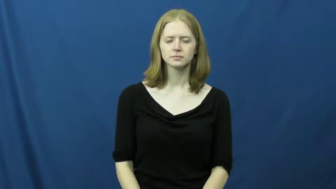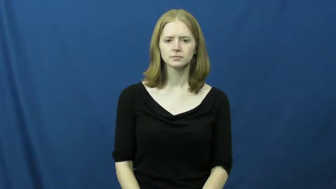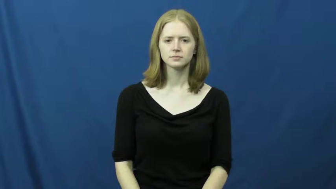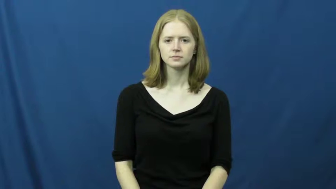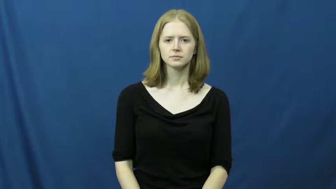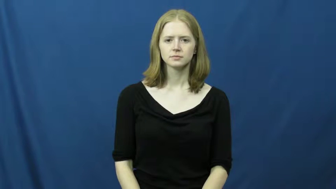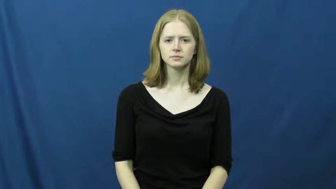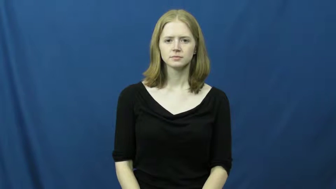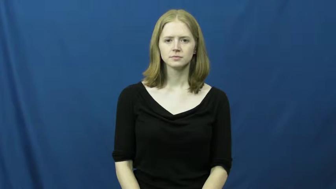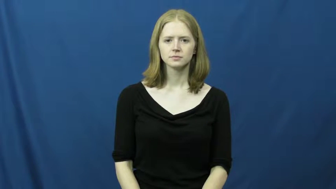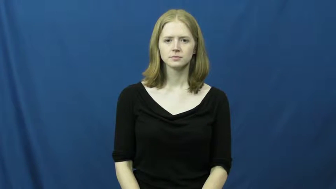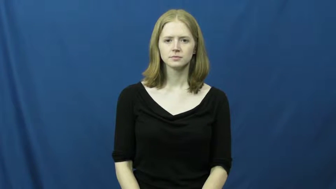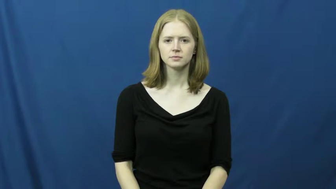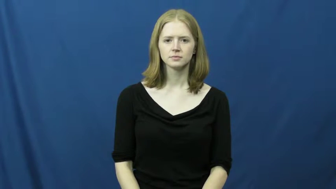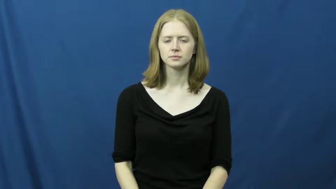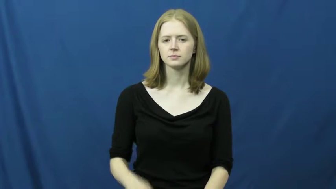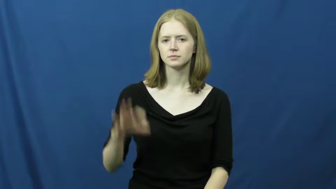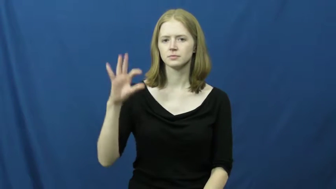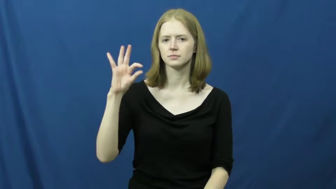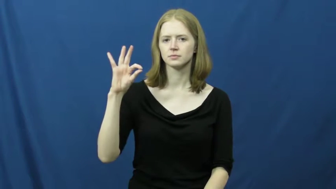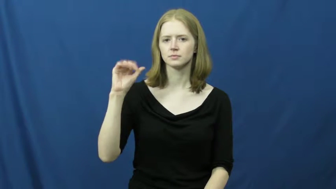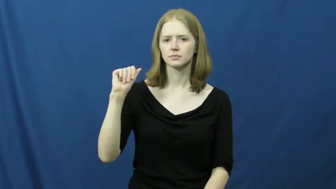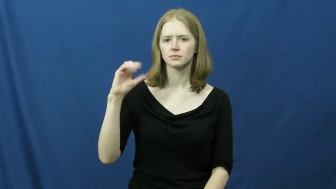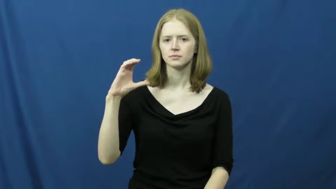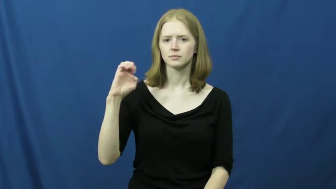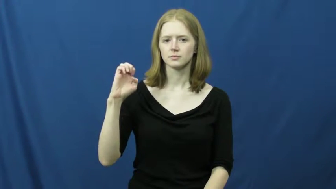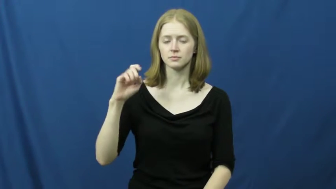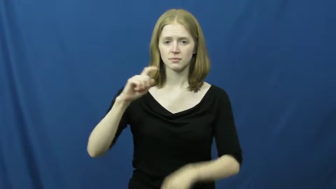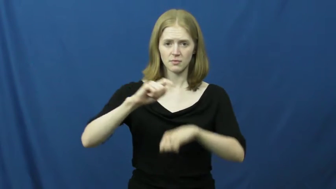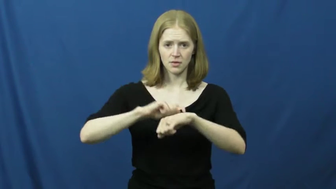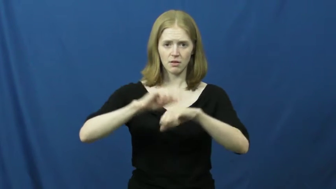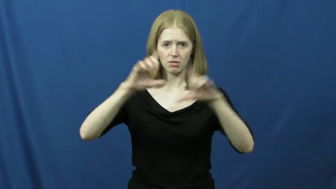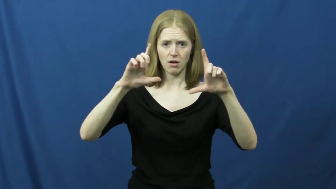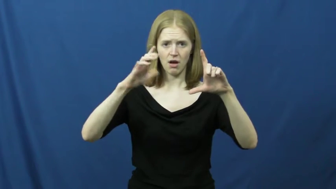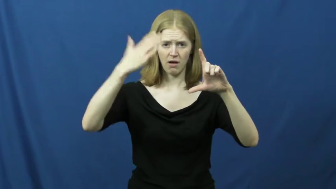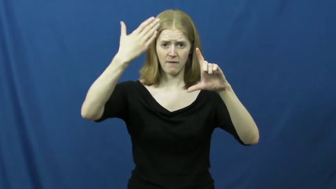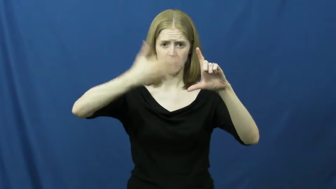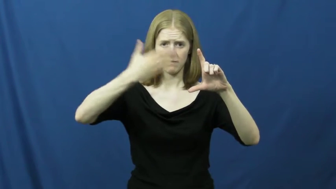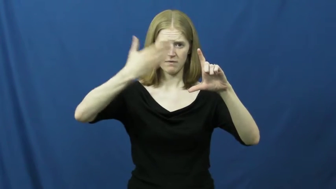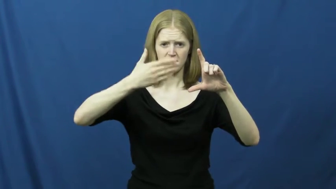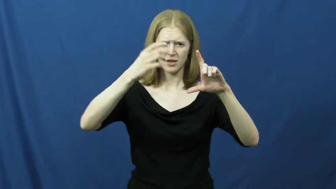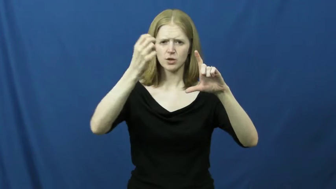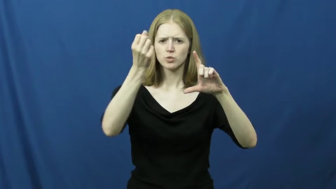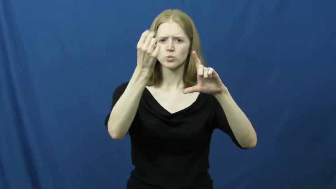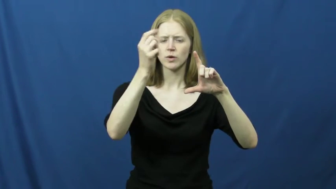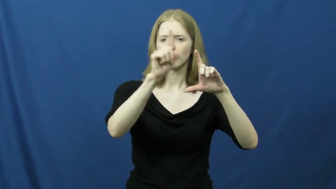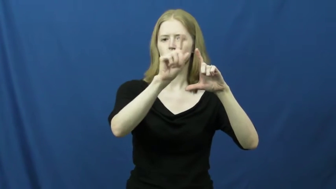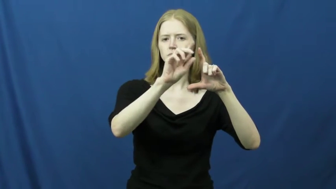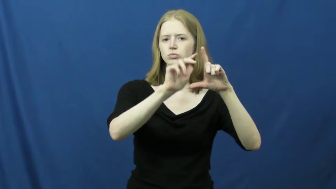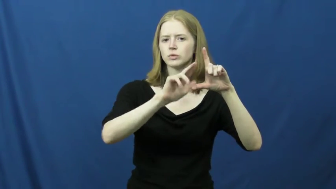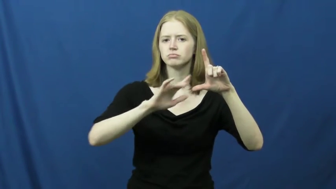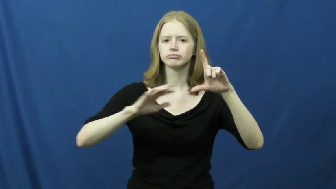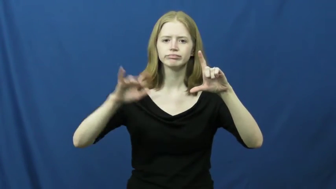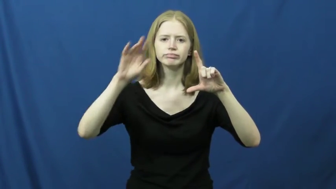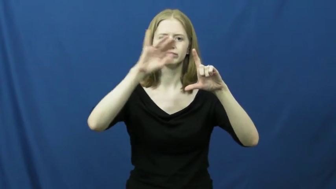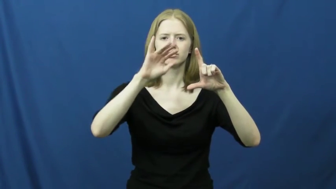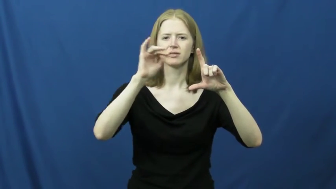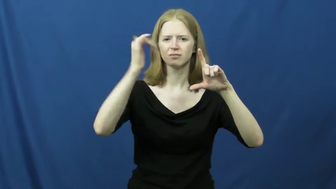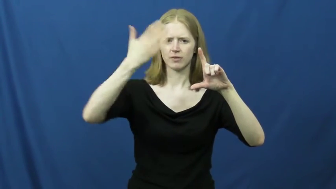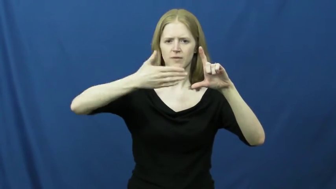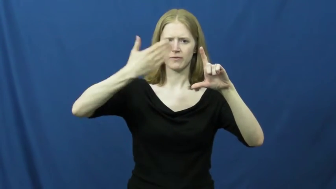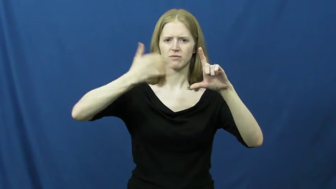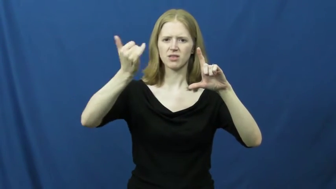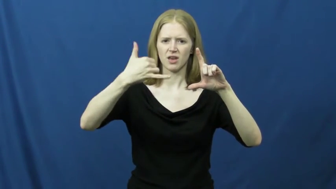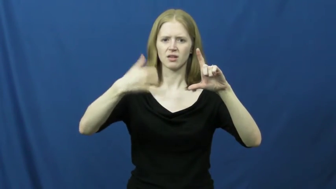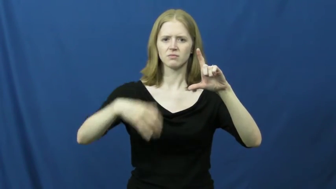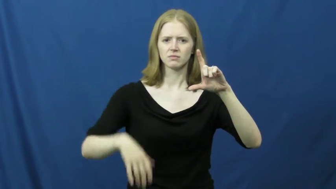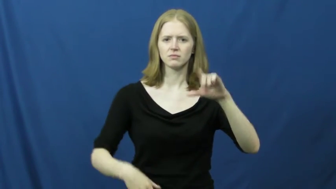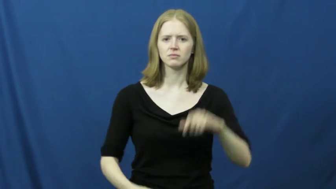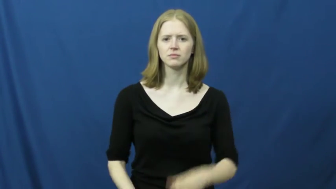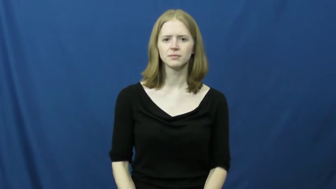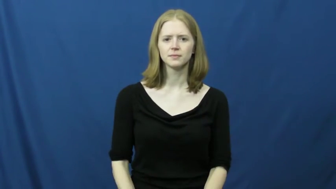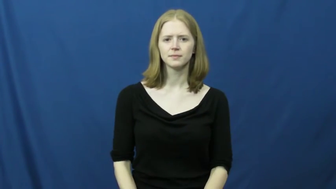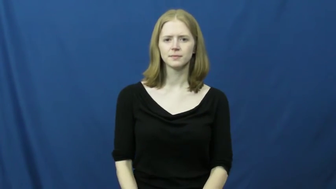face-clock